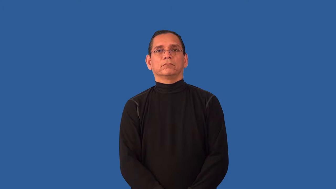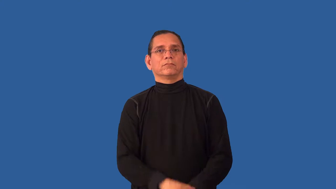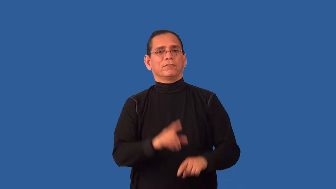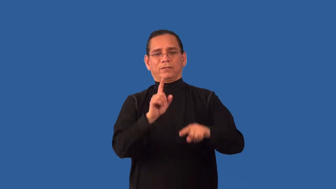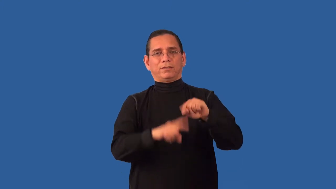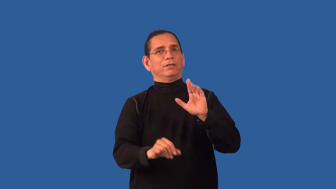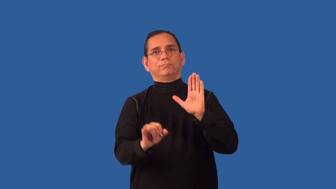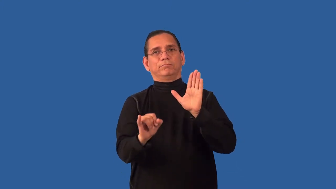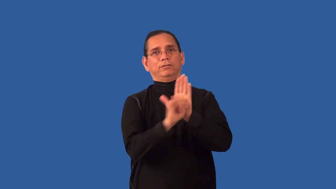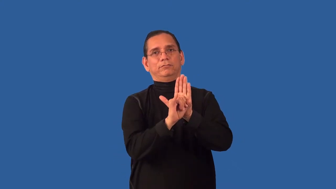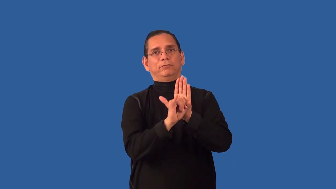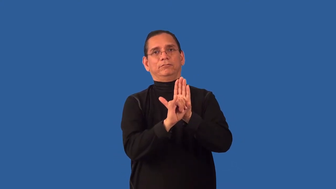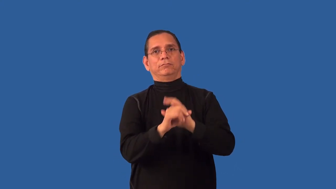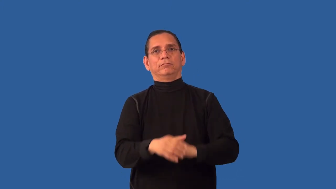unidentifiable,unrecognizable,indistinguishable